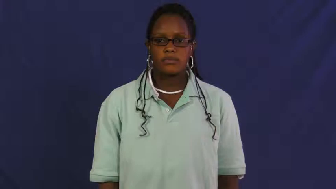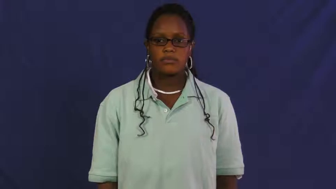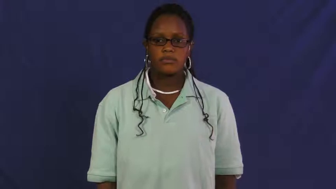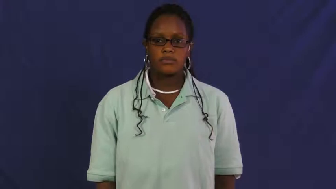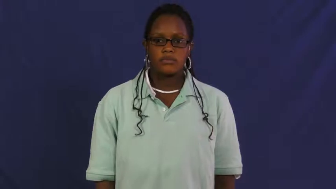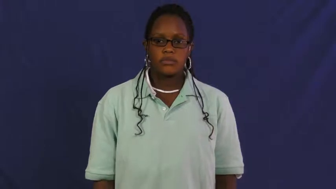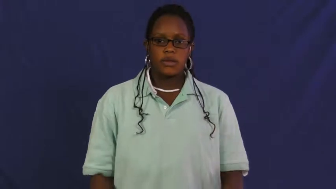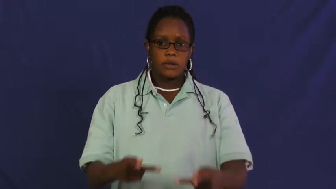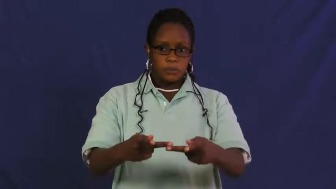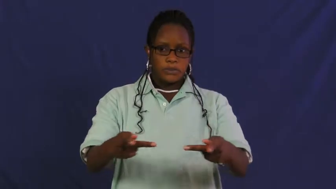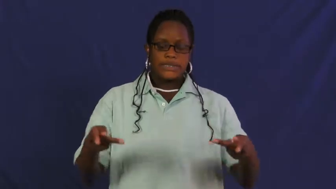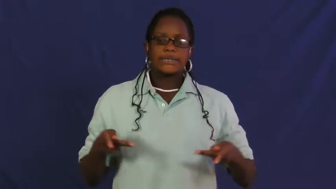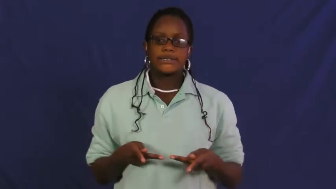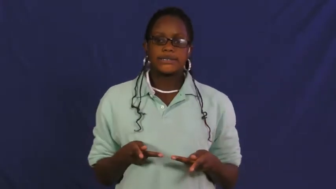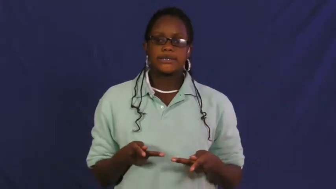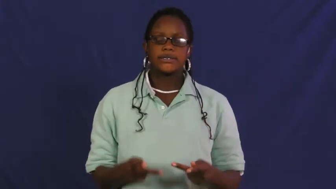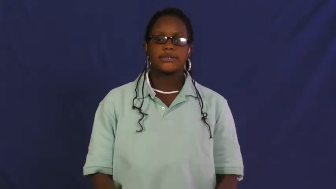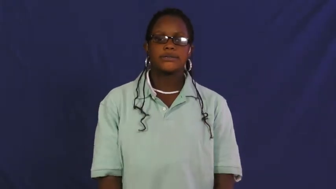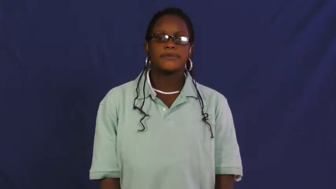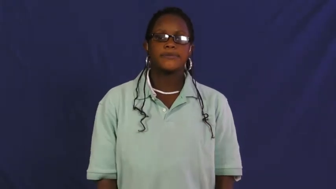place,locus